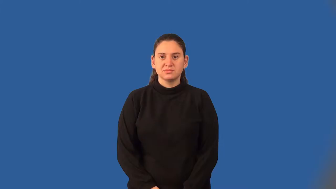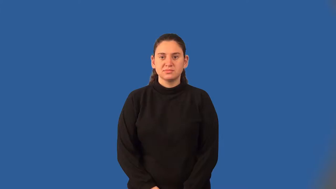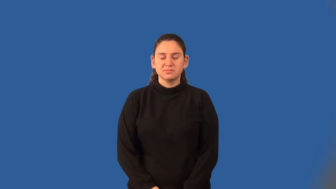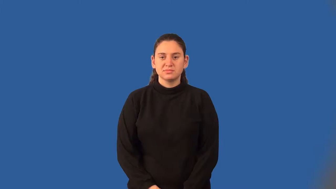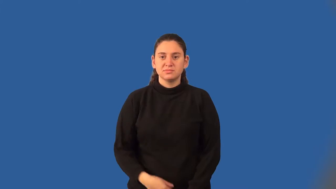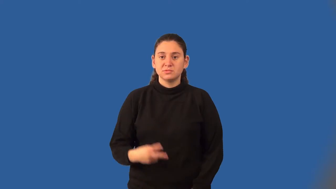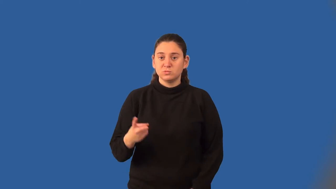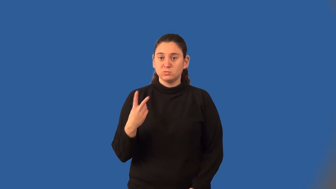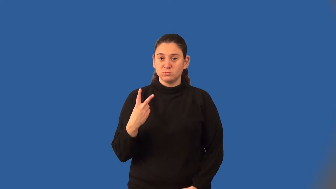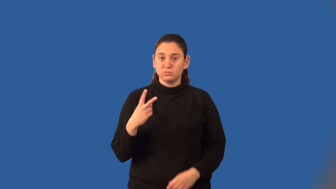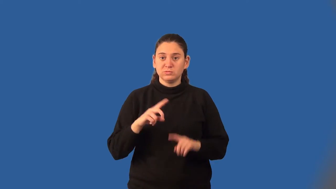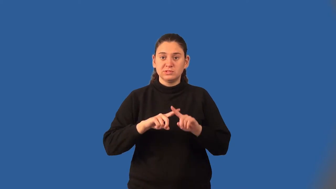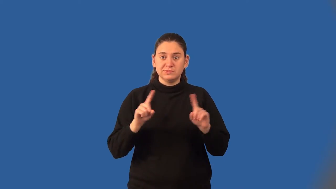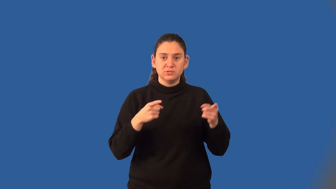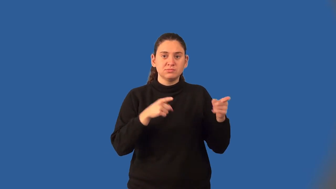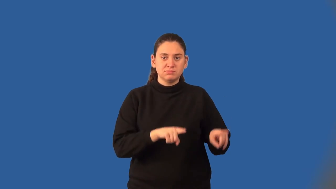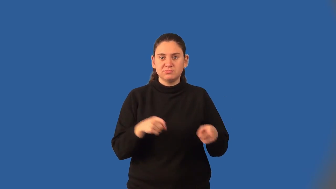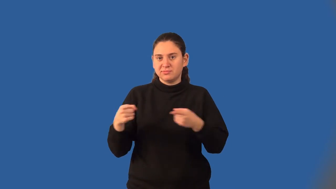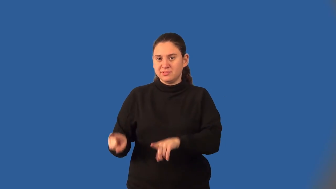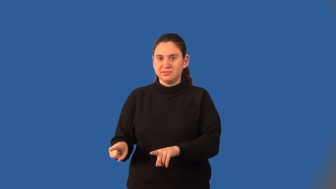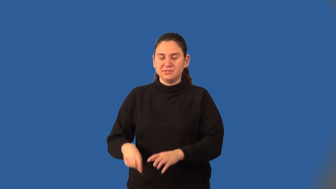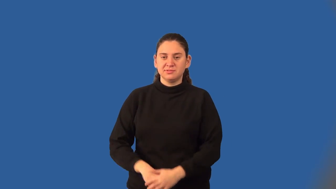mutually exclusive events